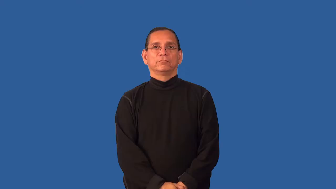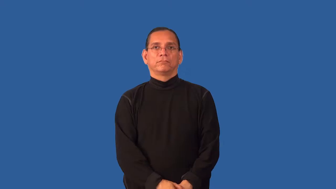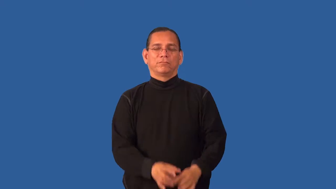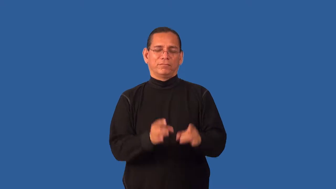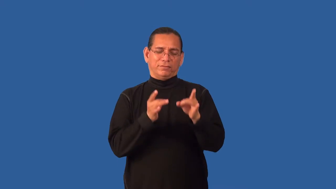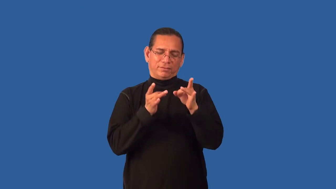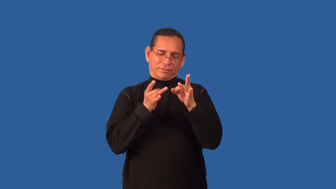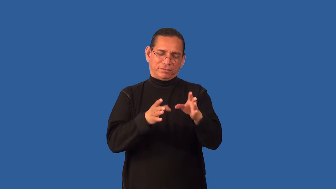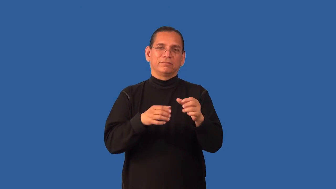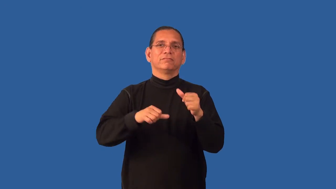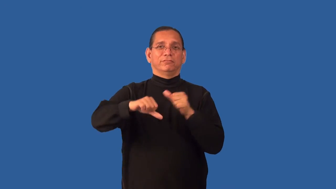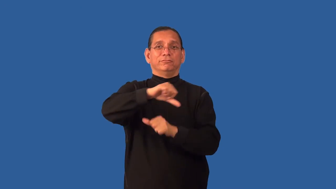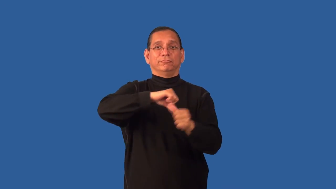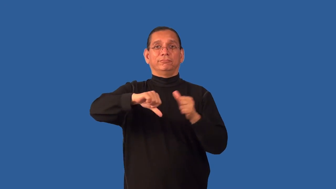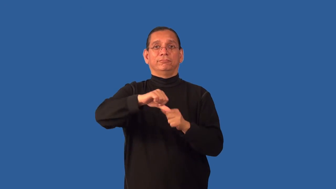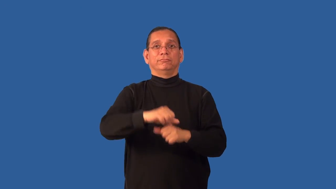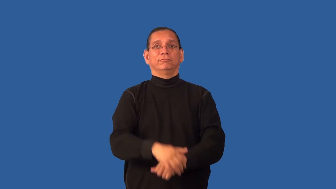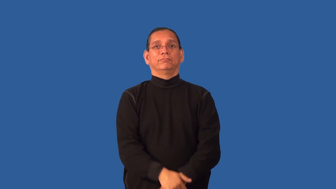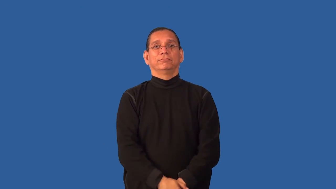enmity